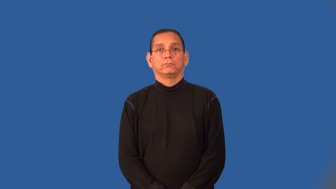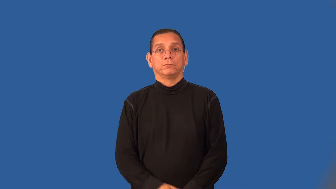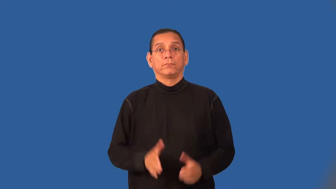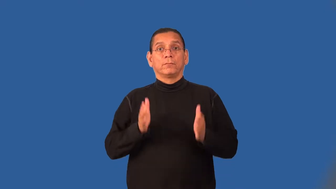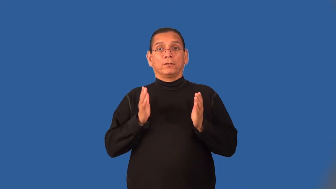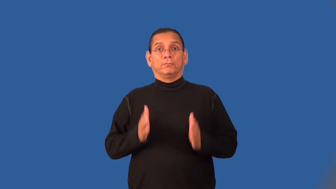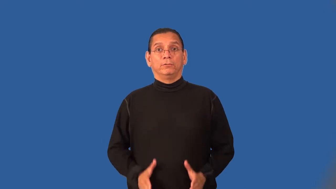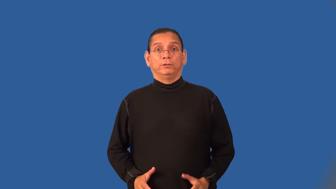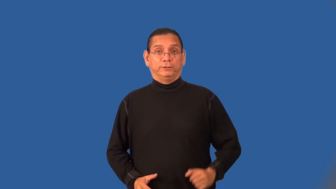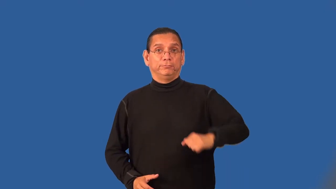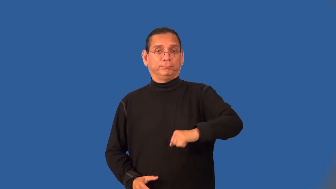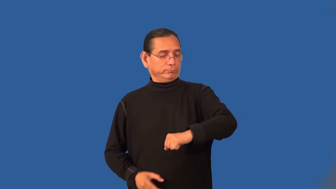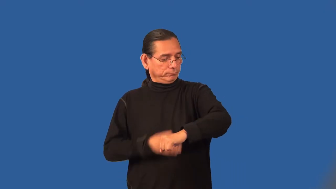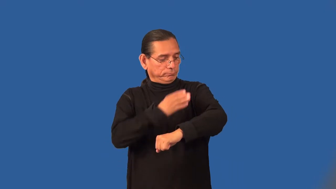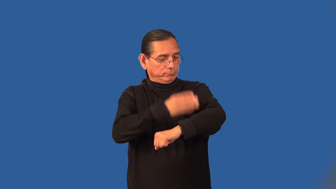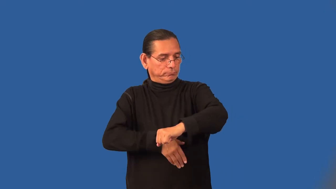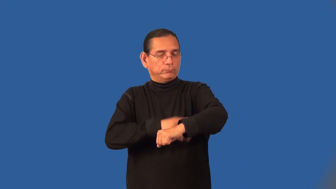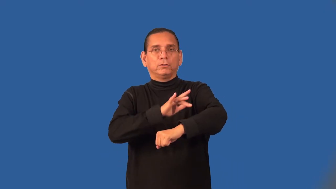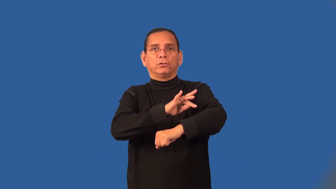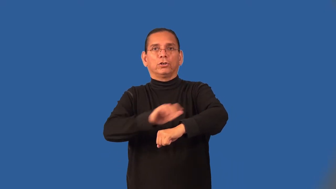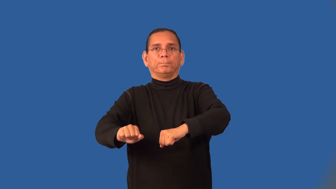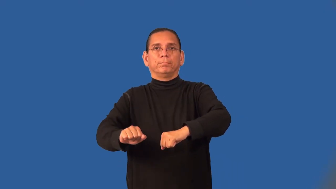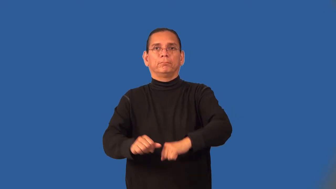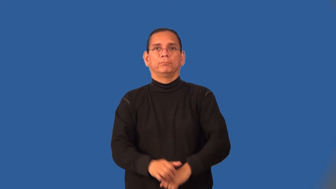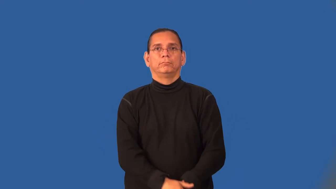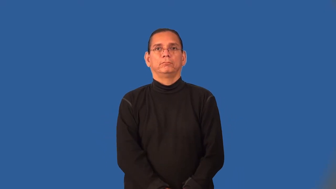amputee